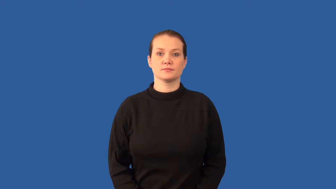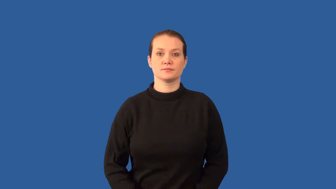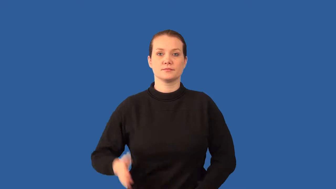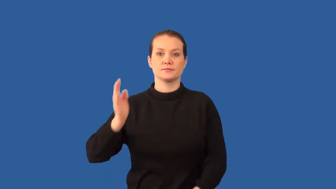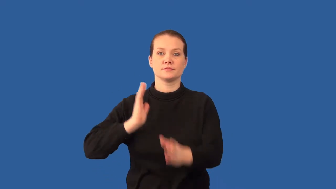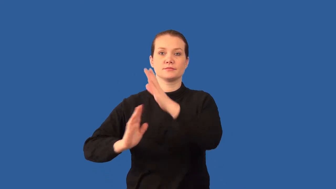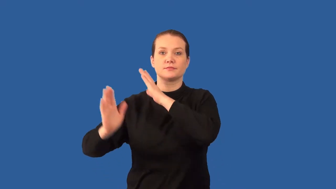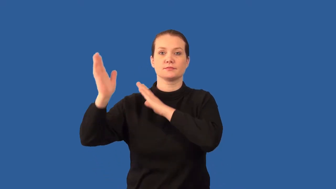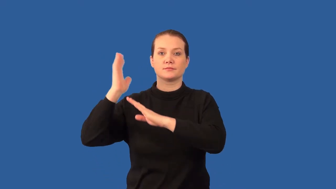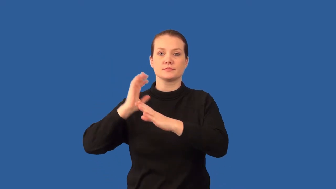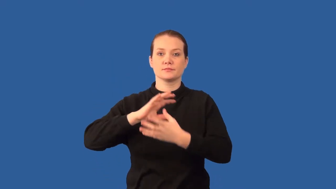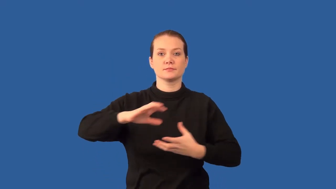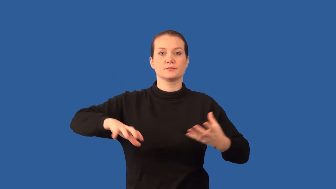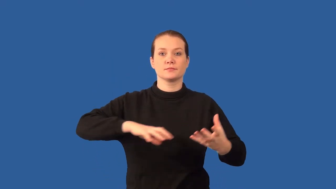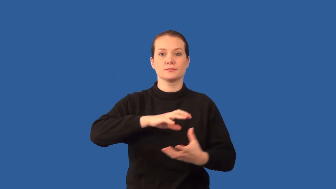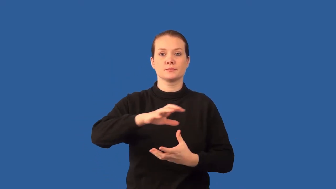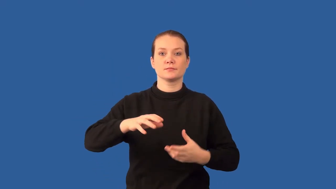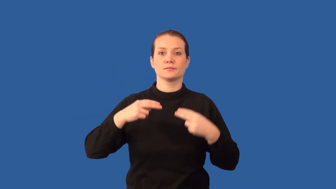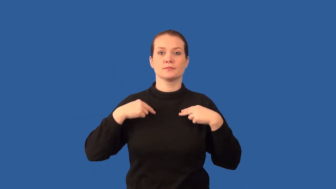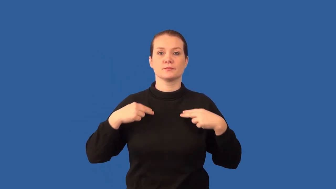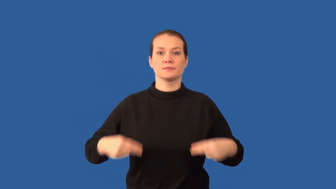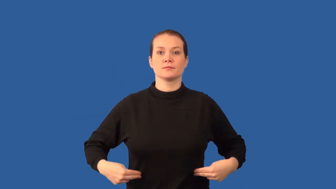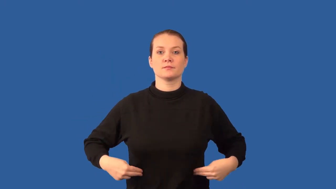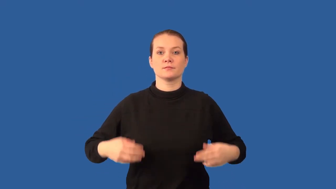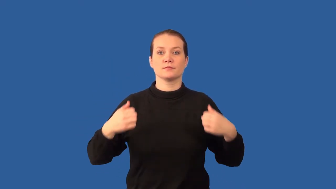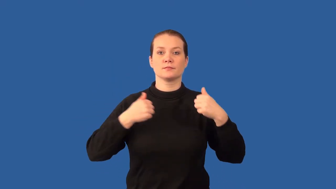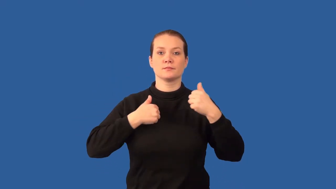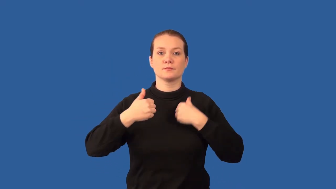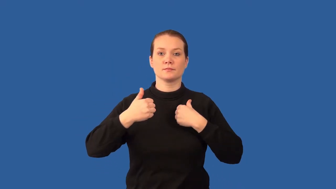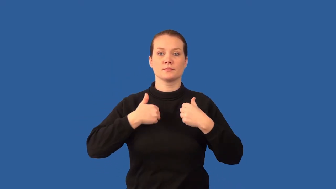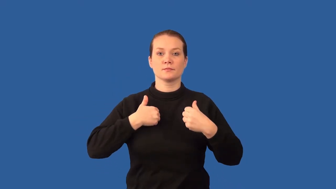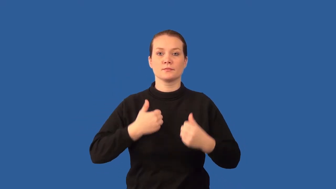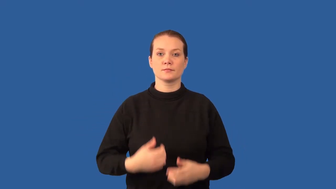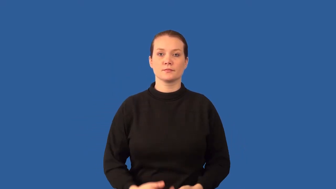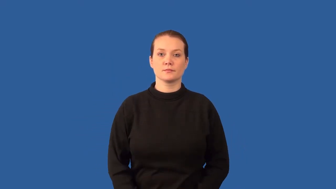hominid